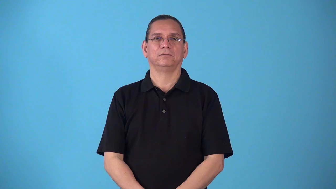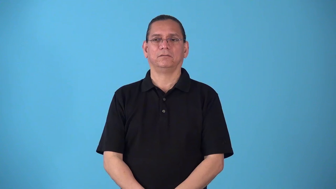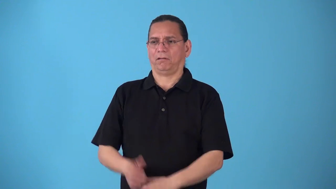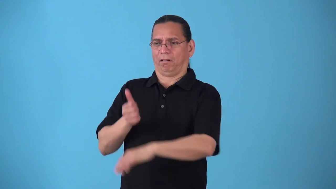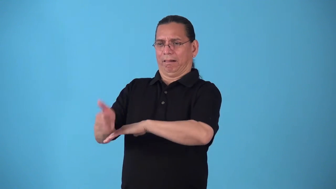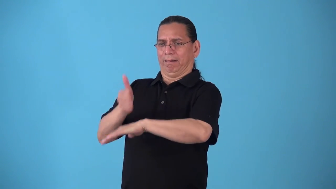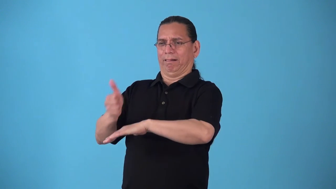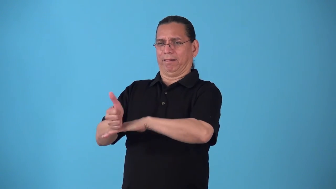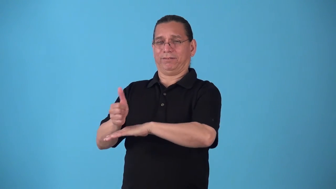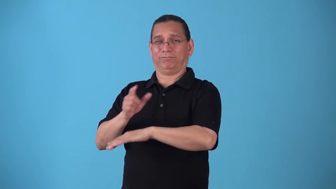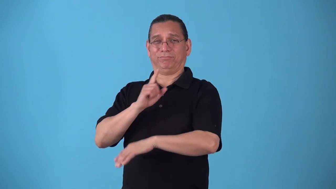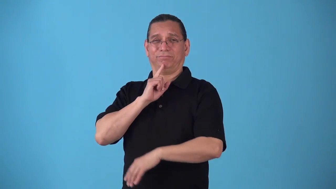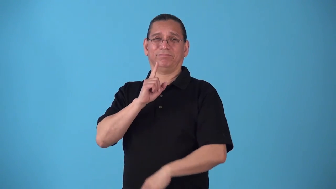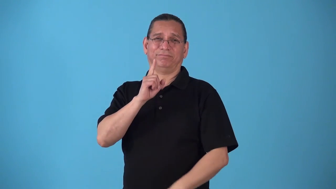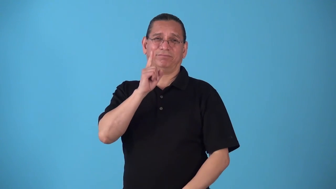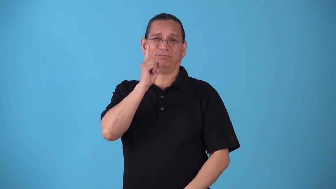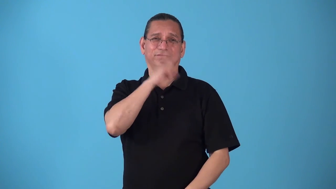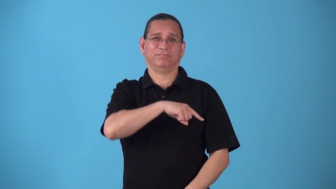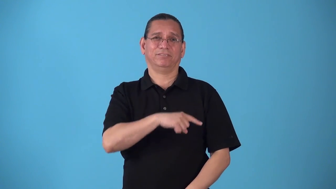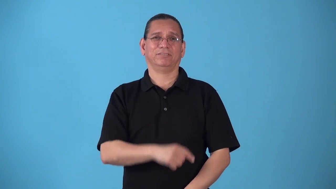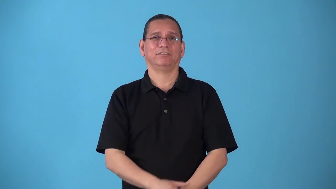smirch-blame falsely